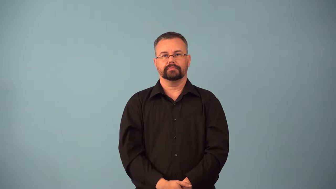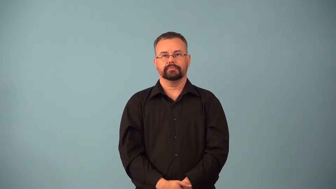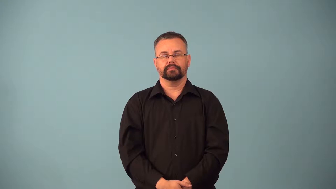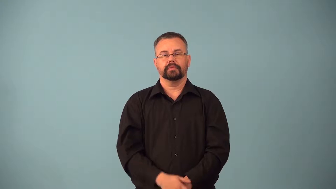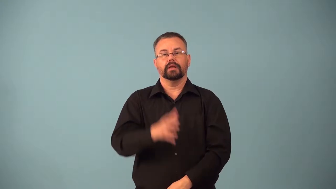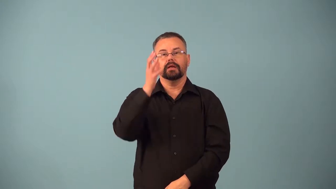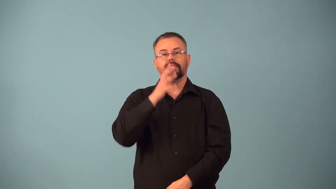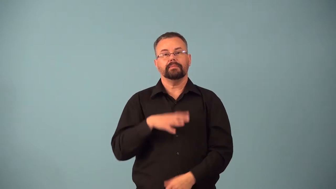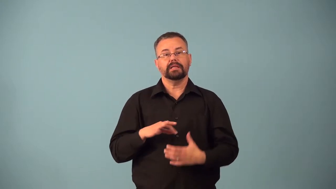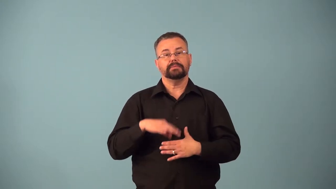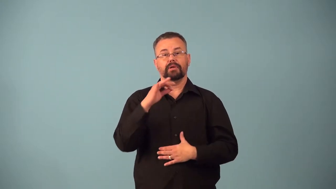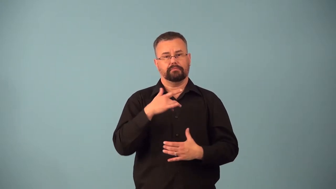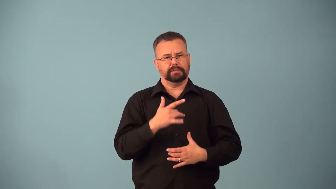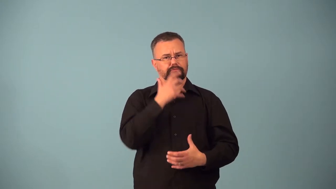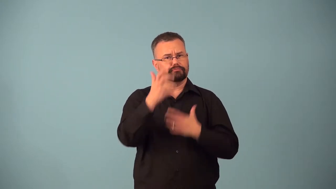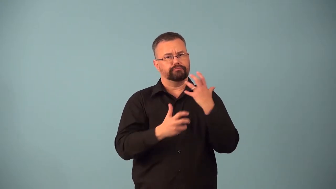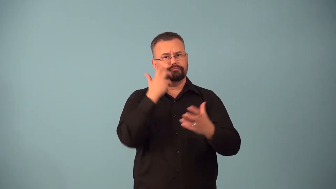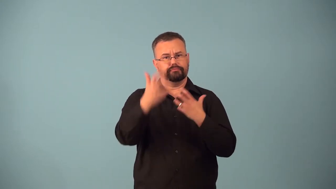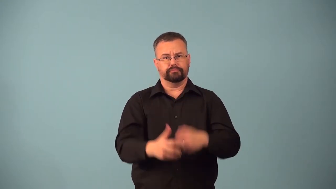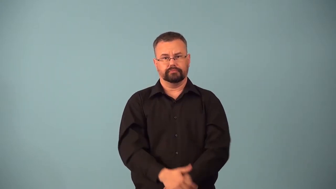banshee